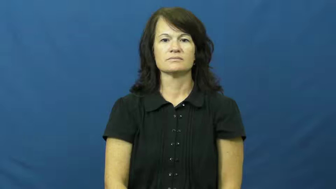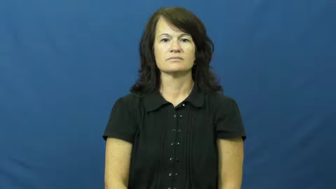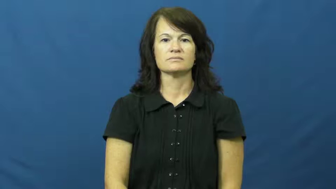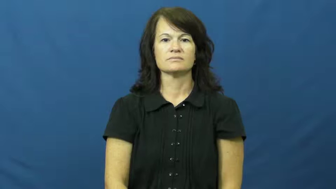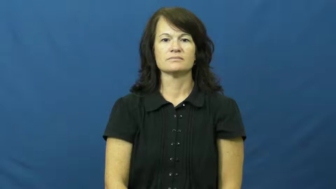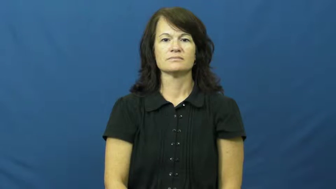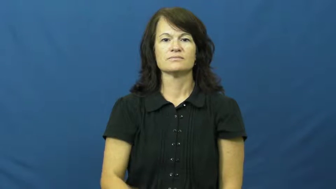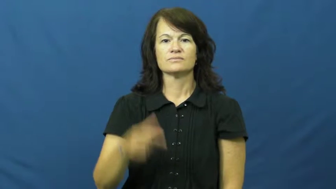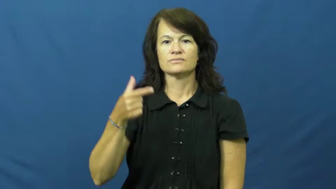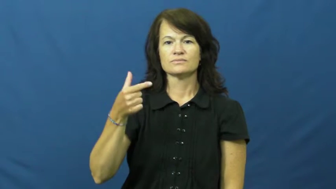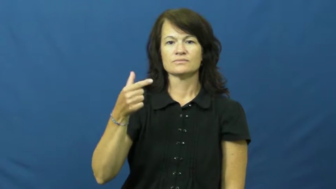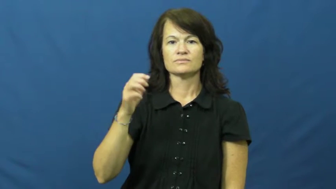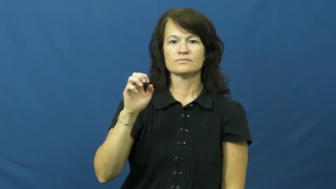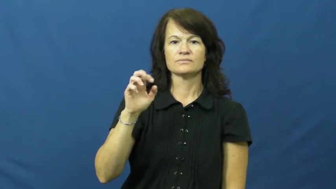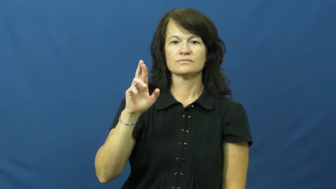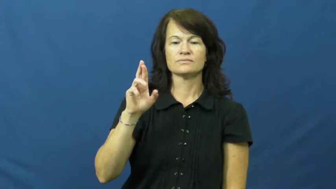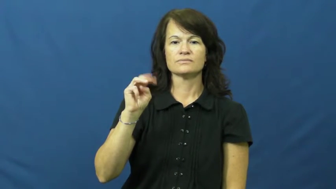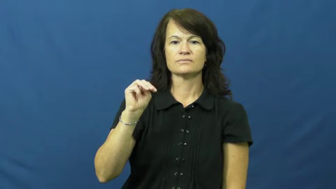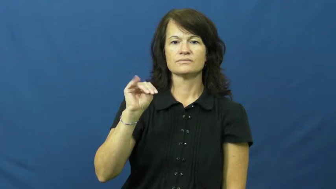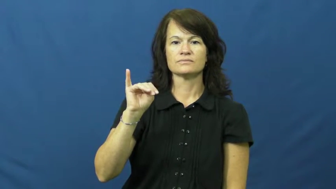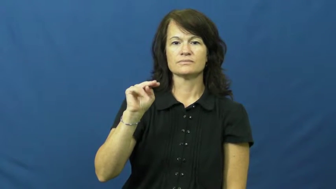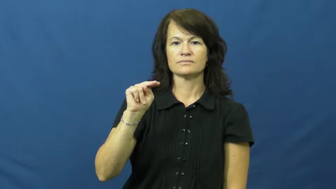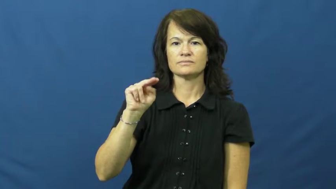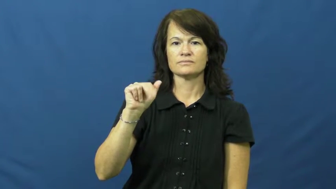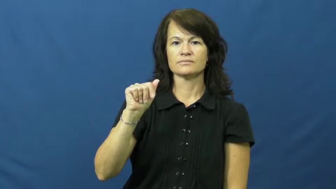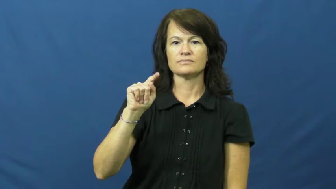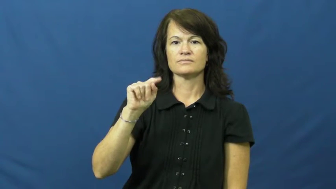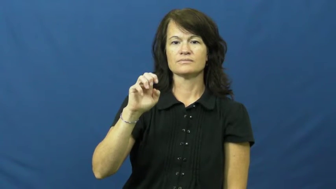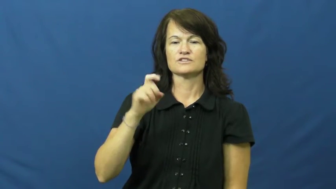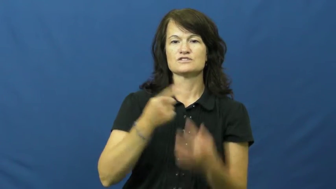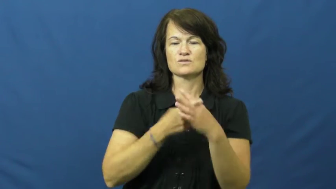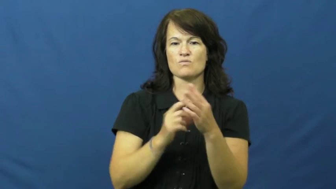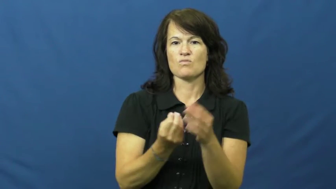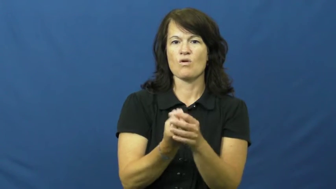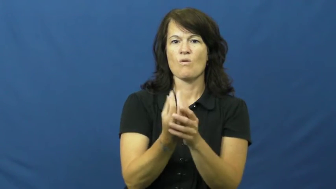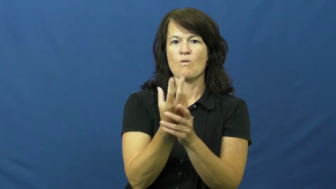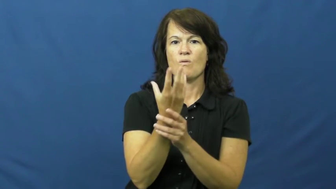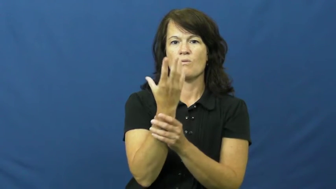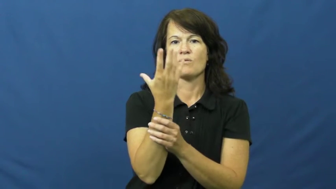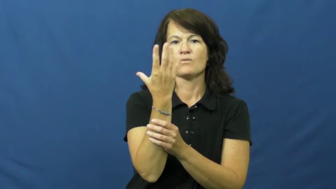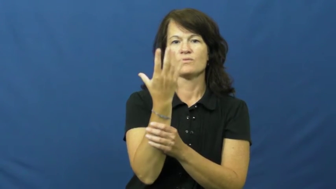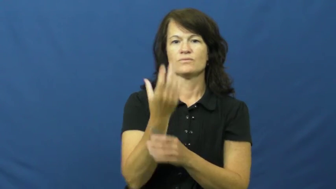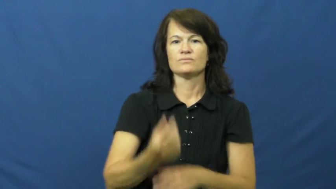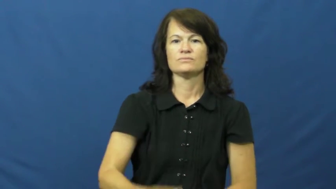germinate